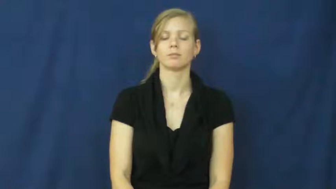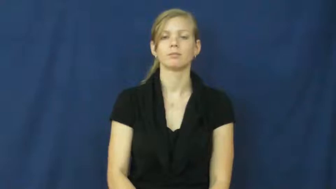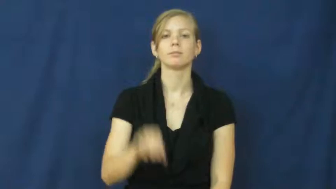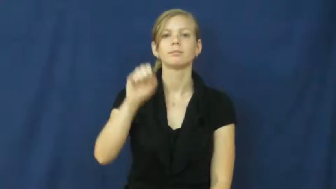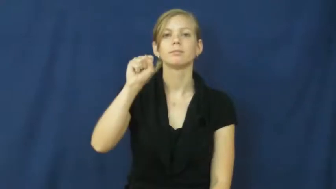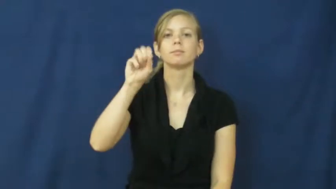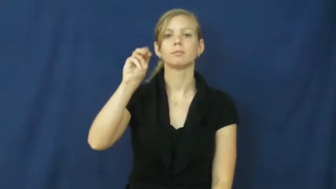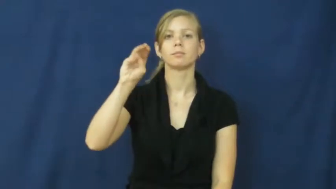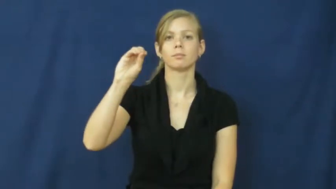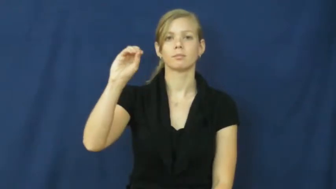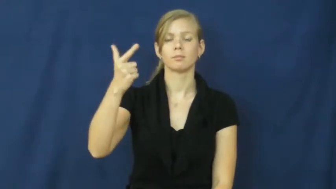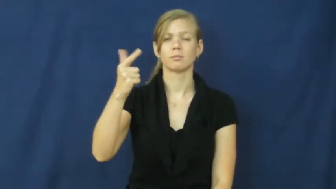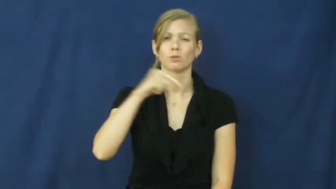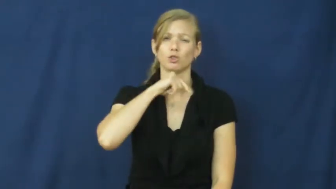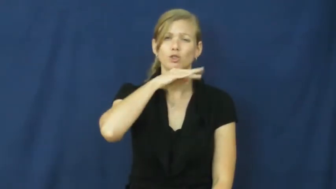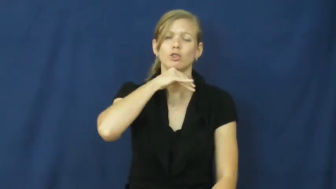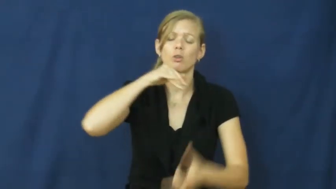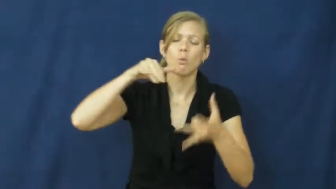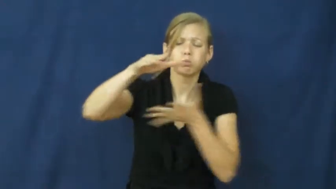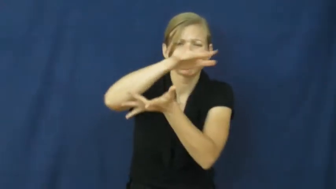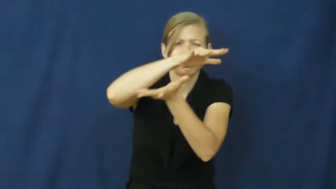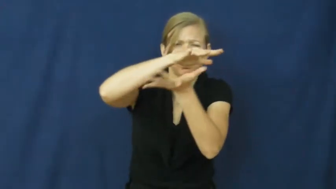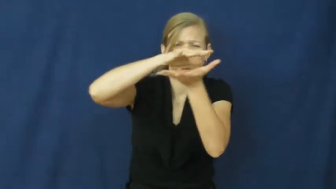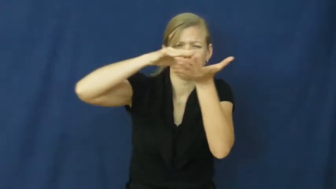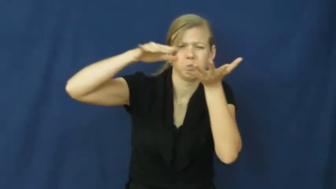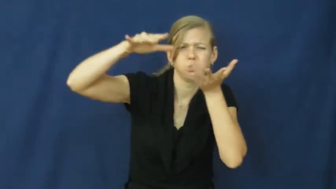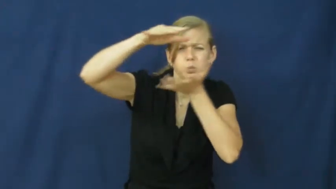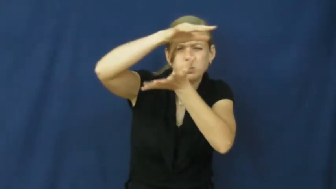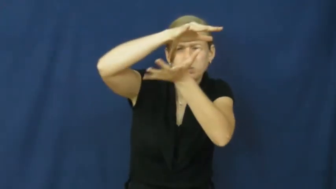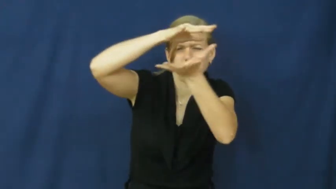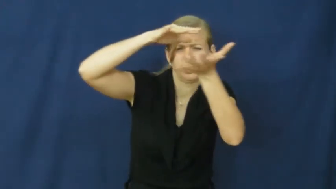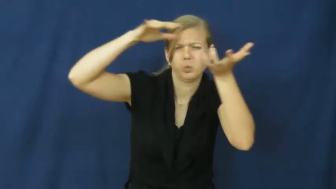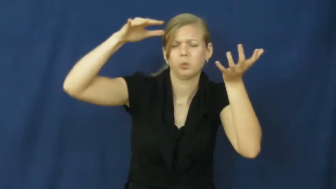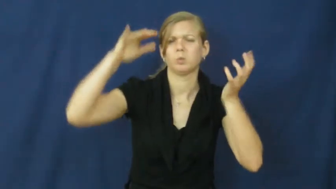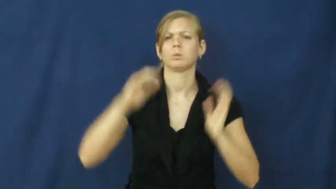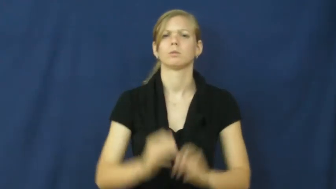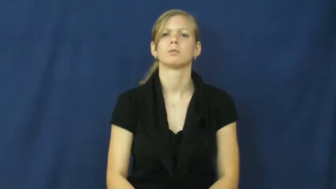smog